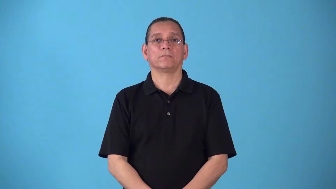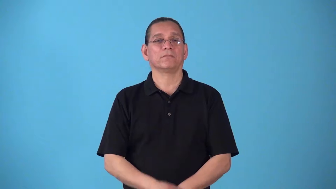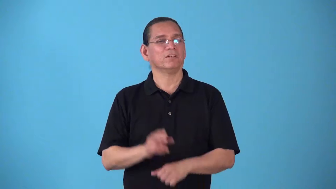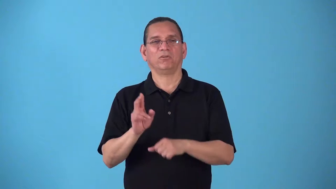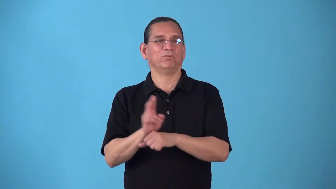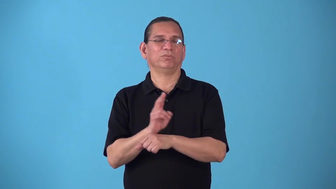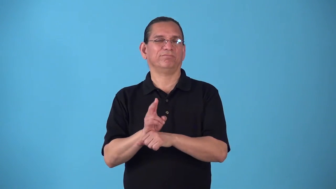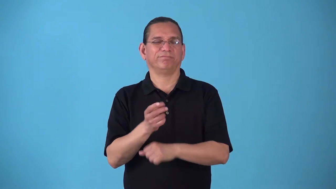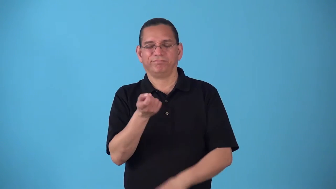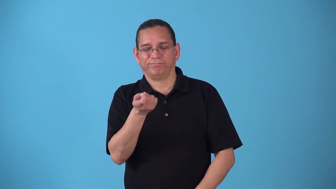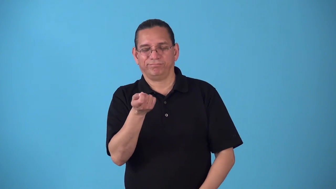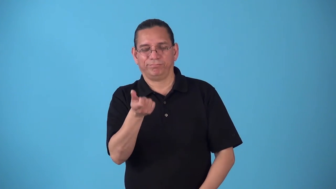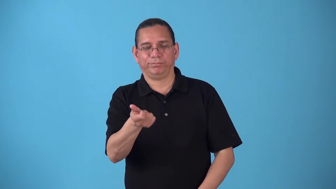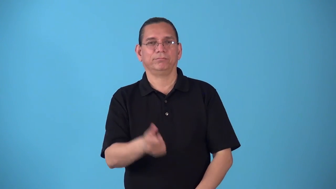skimp